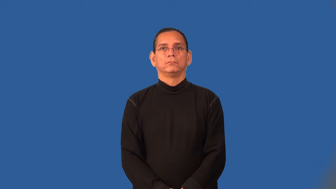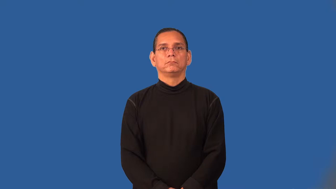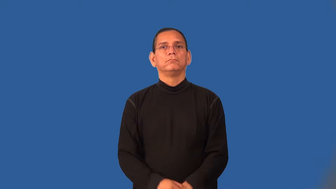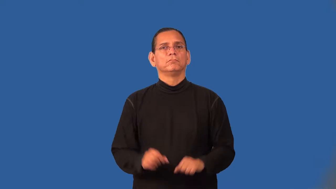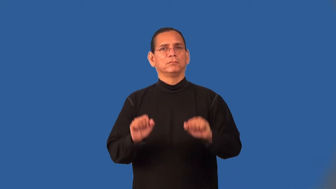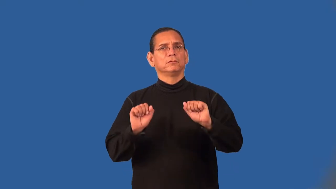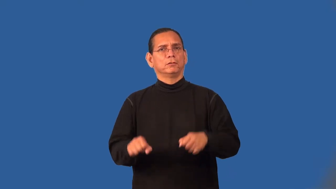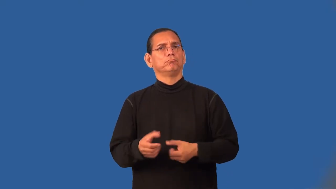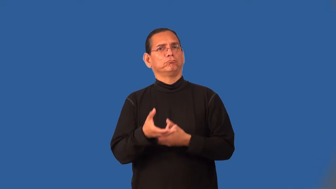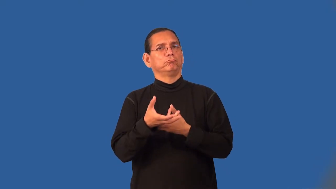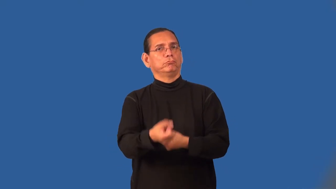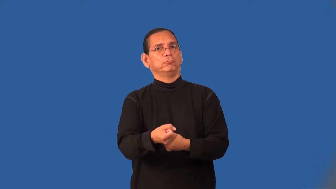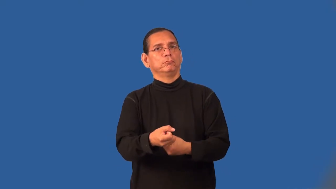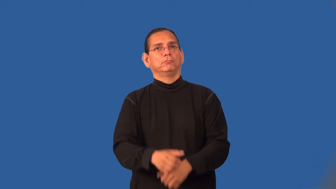trusty